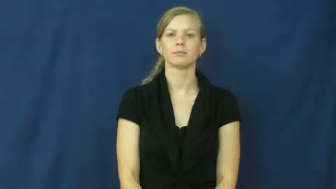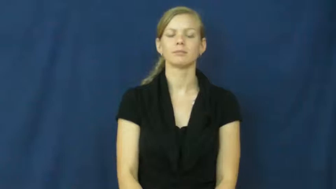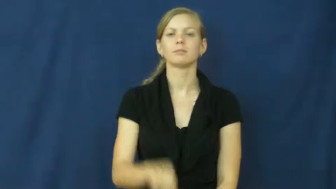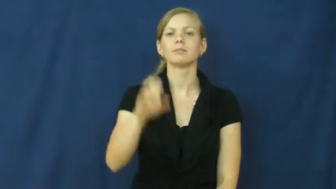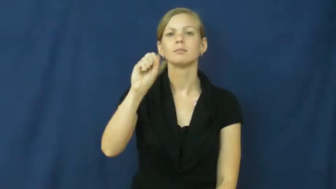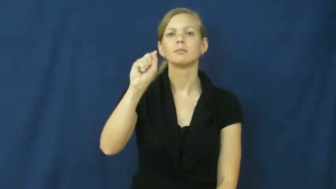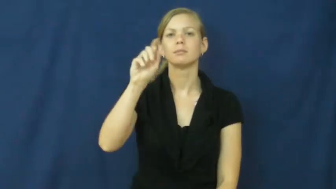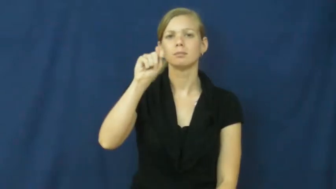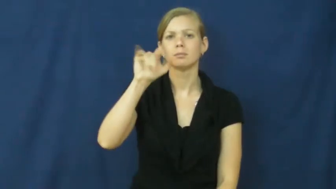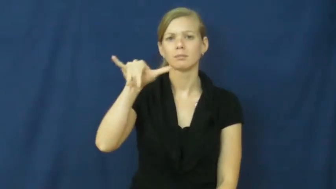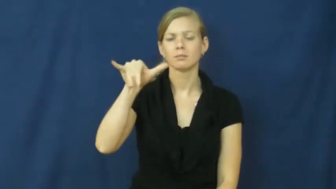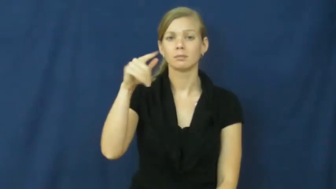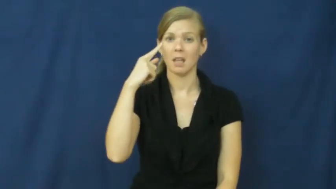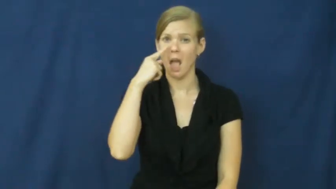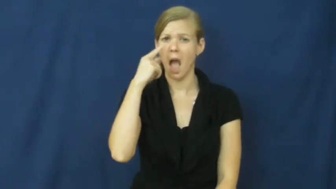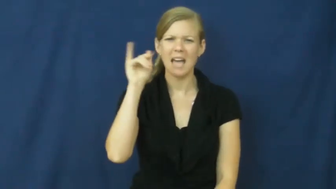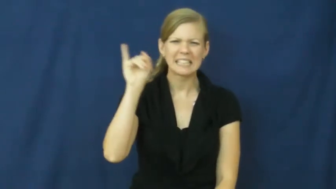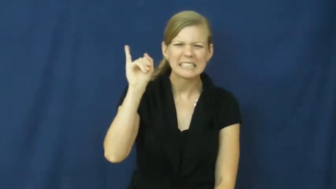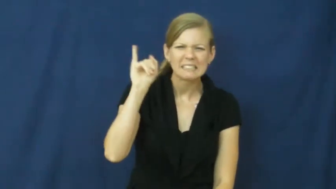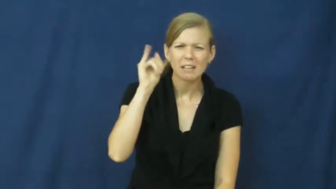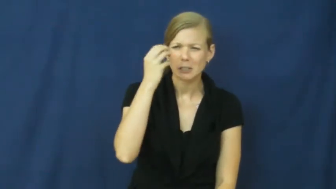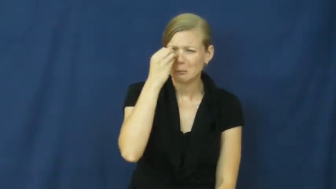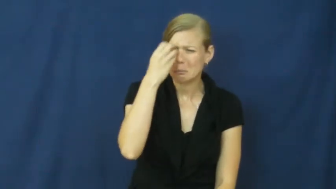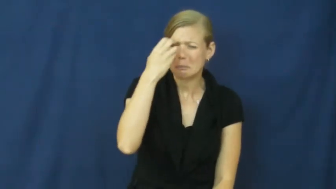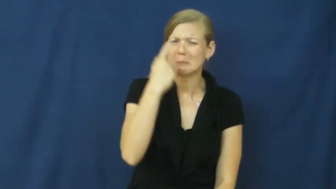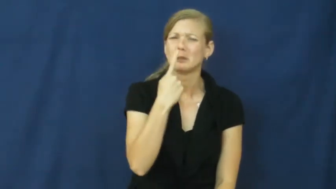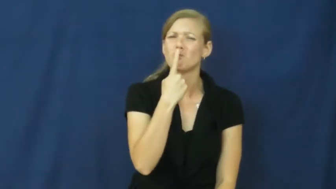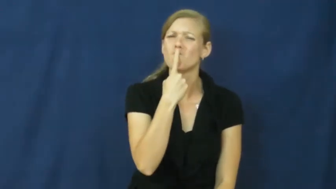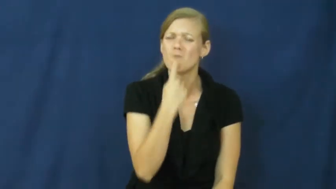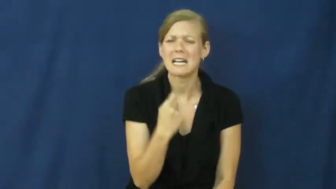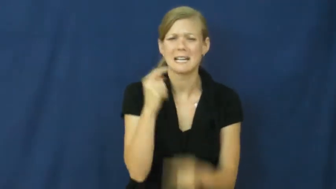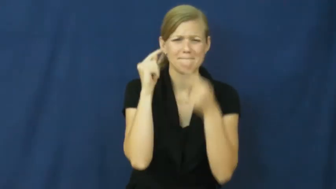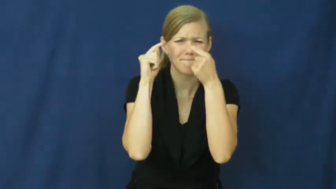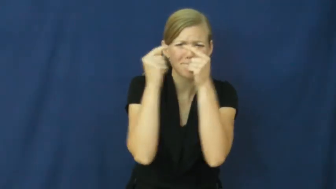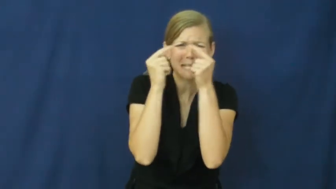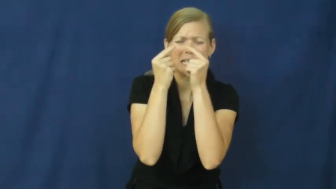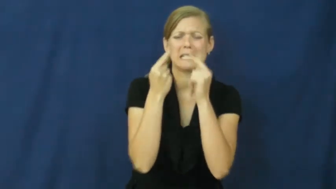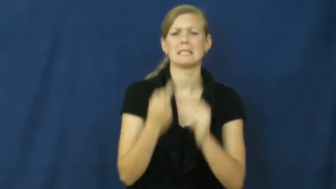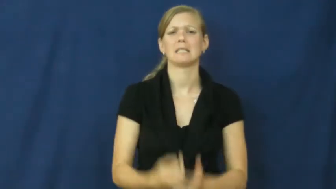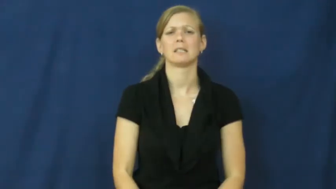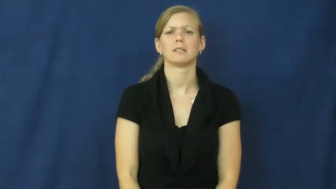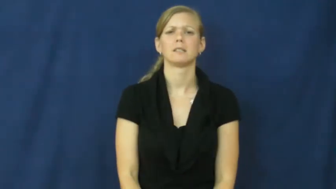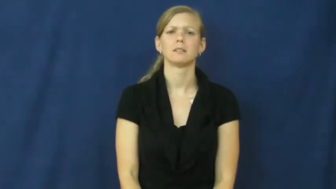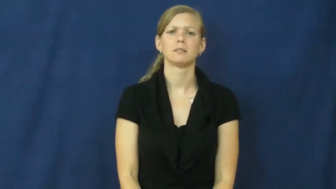sty-eye